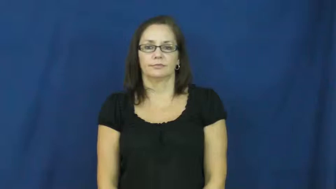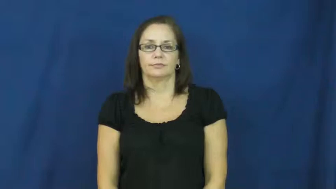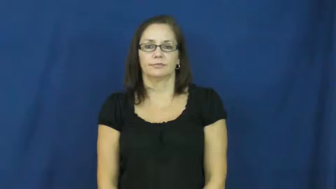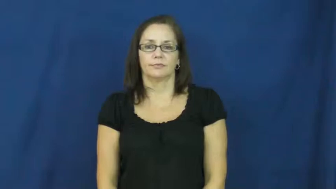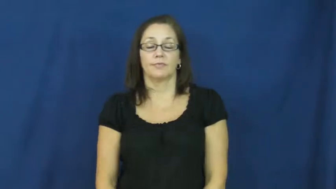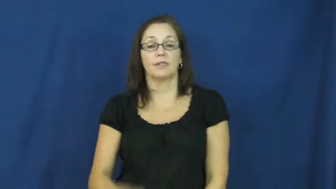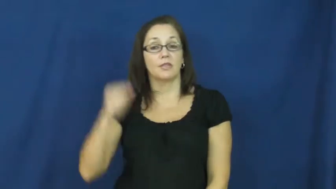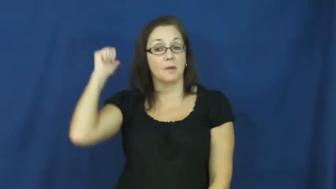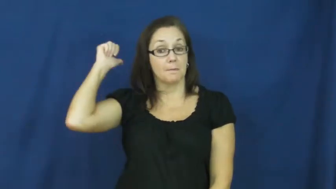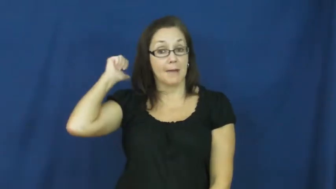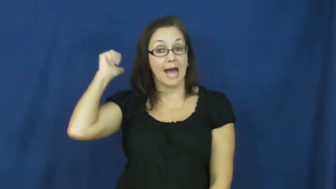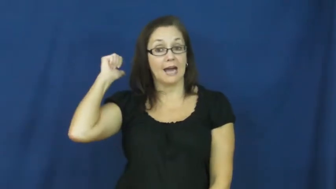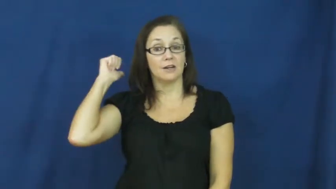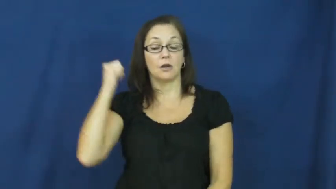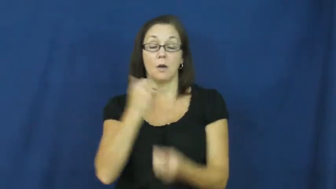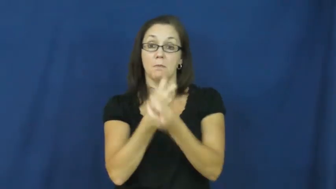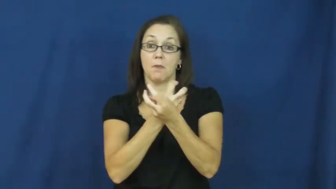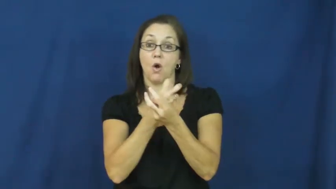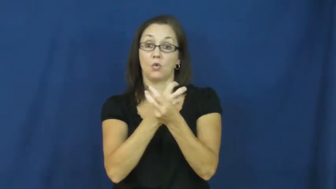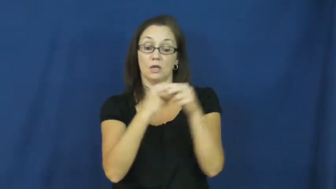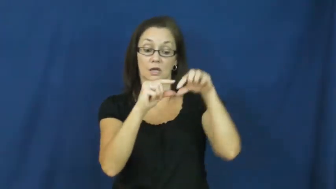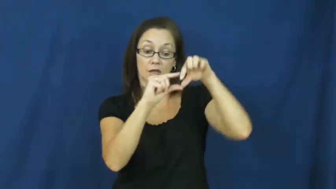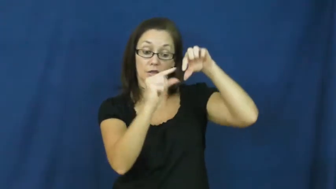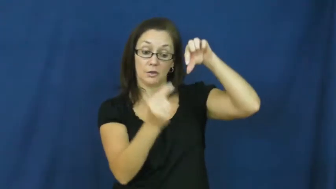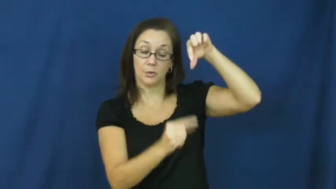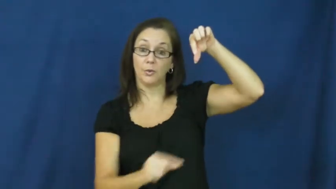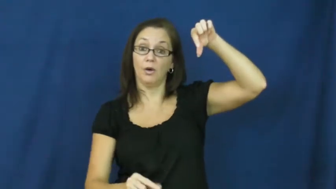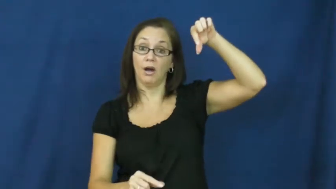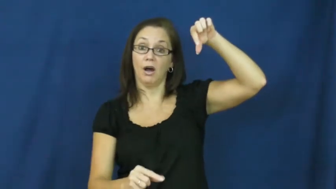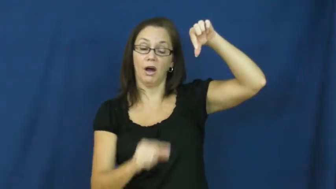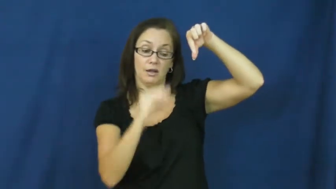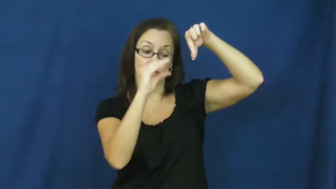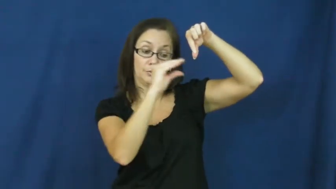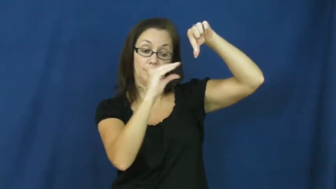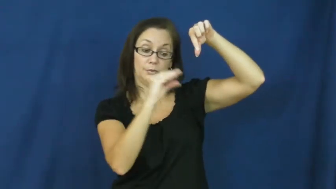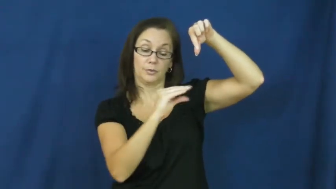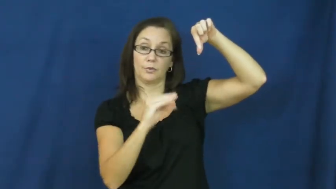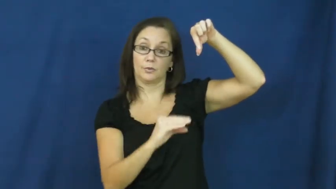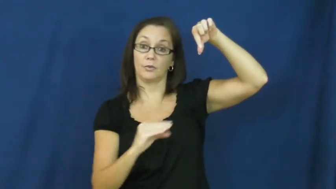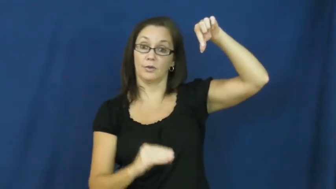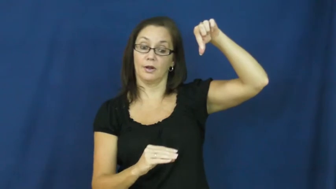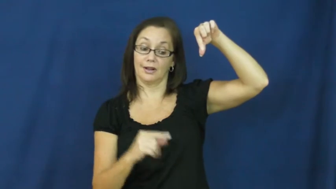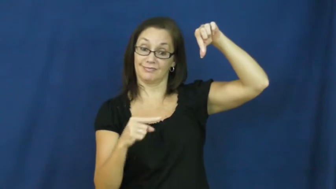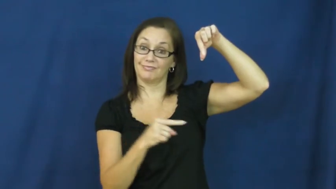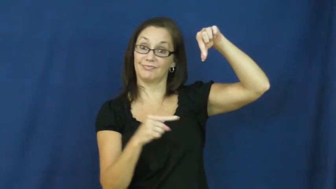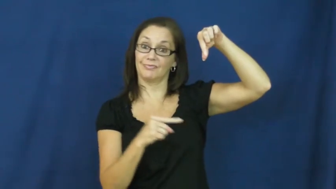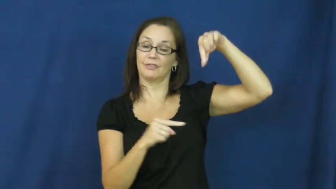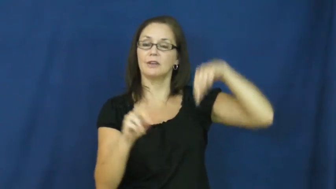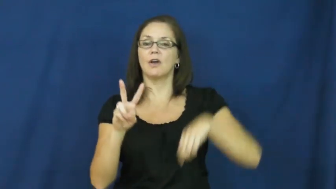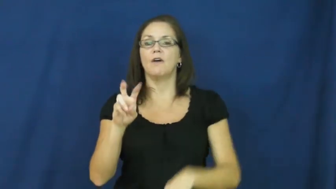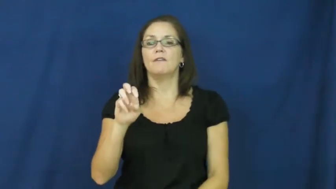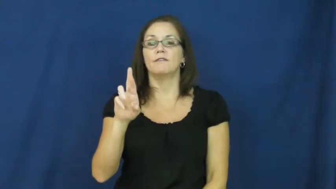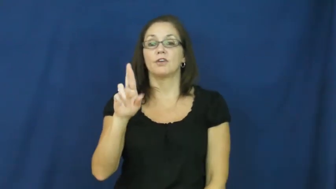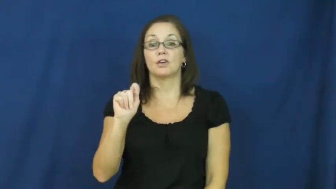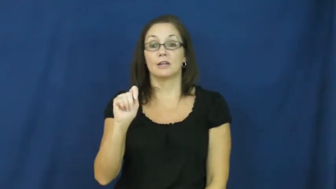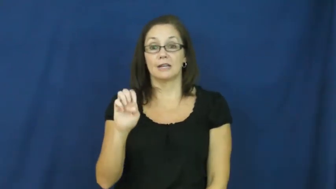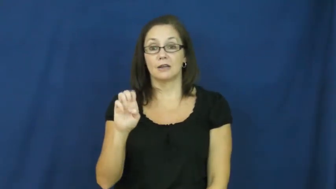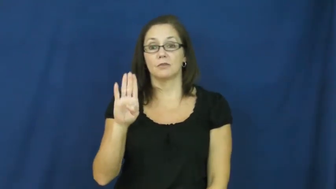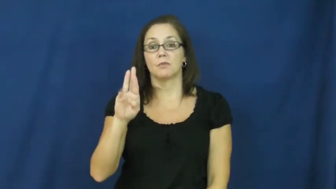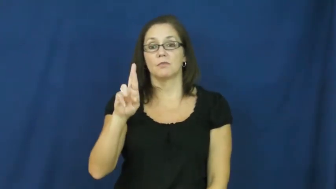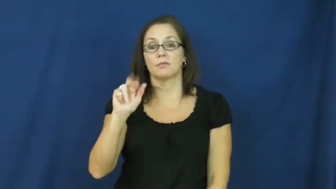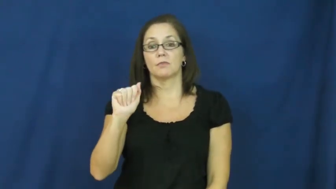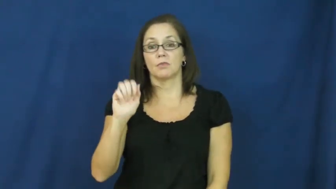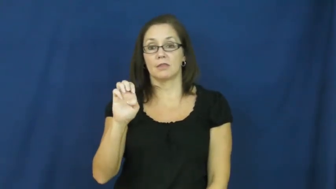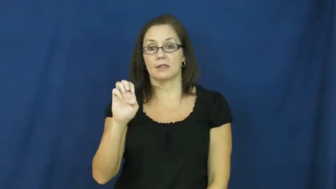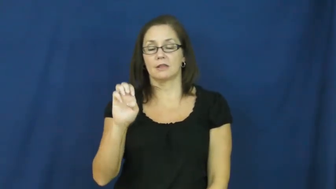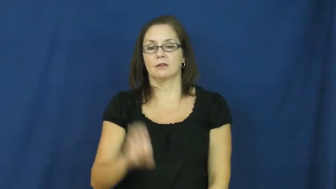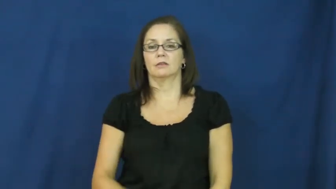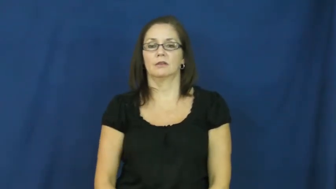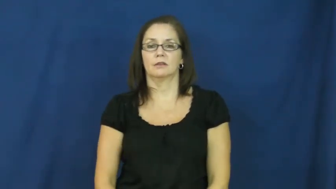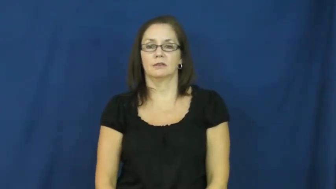vertebrae